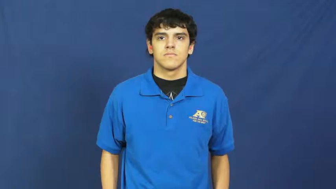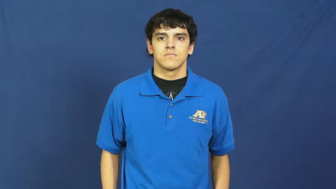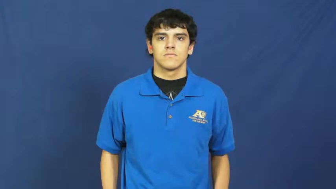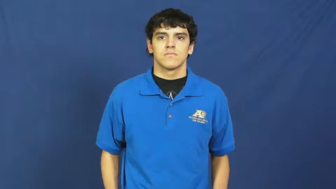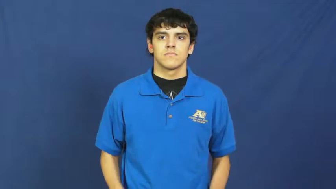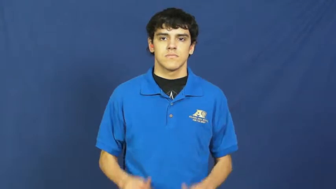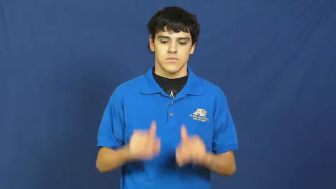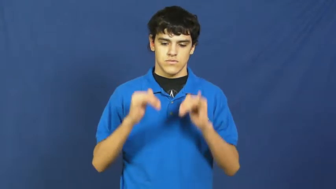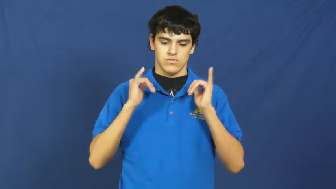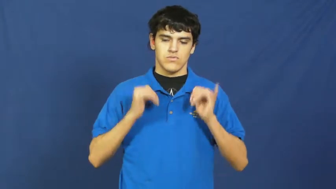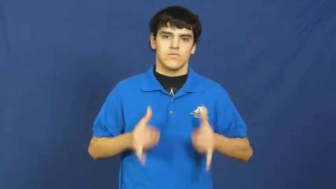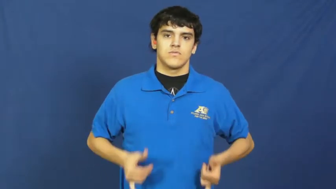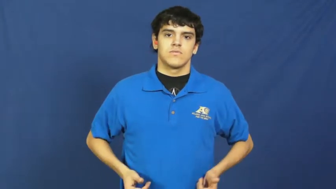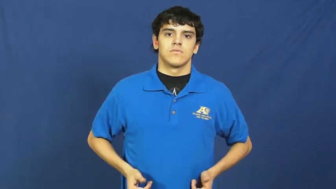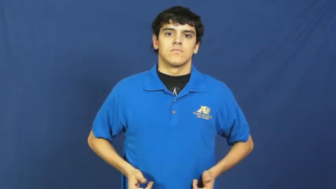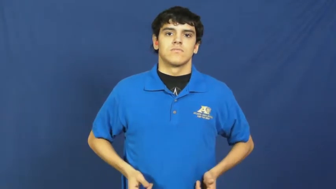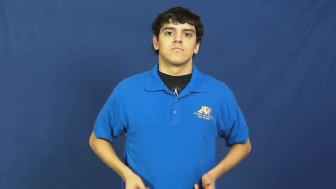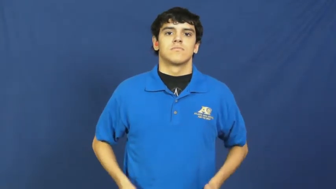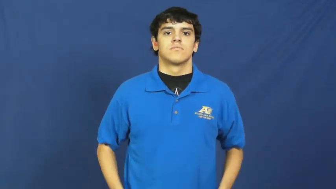suit,bodysuit-clothes